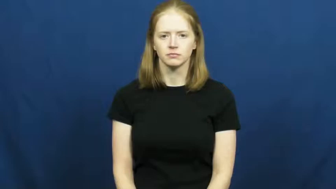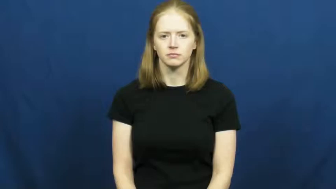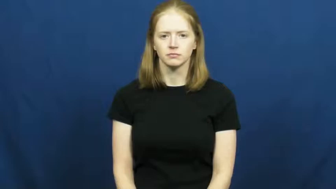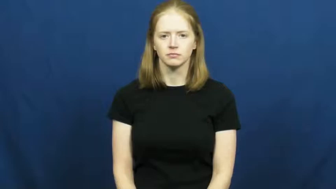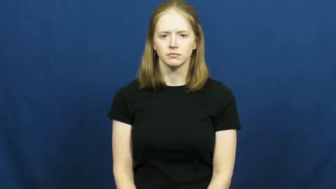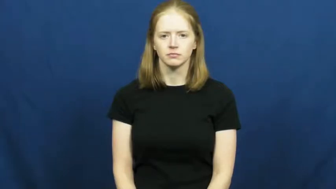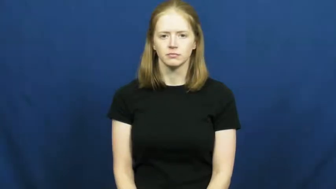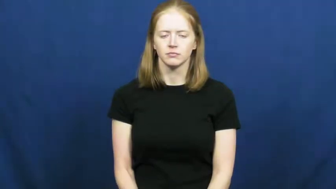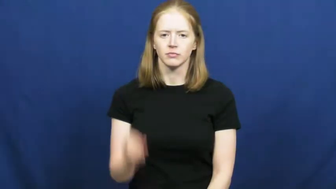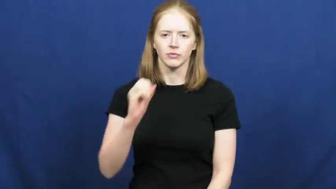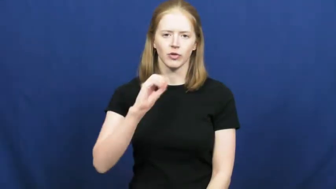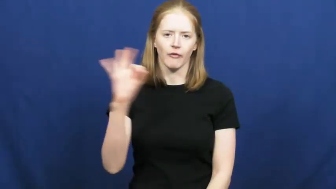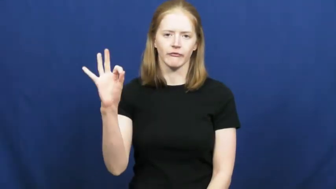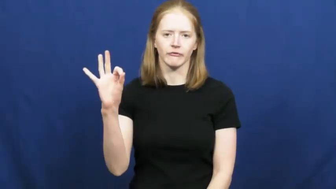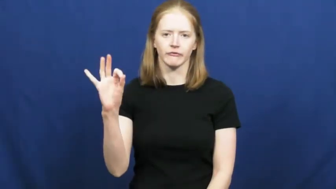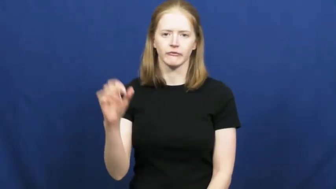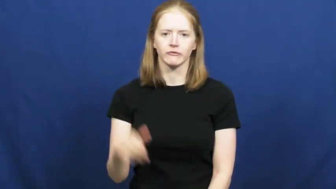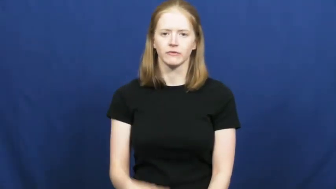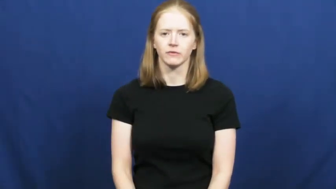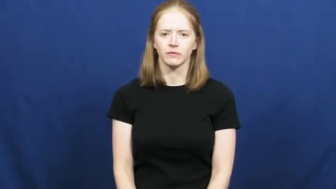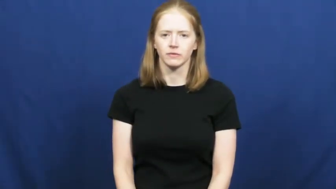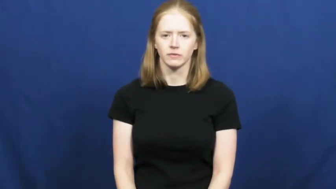off-spelling